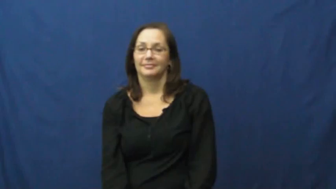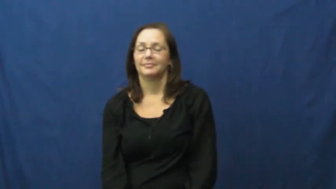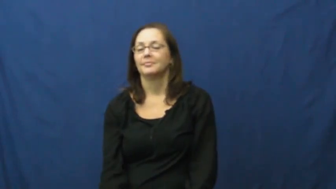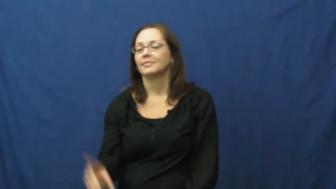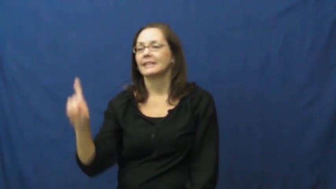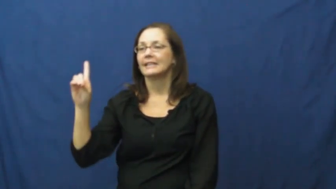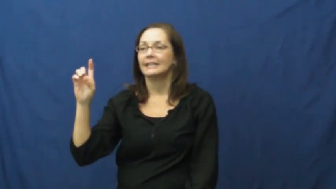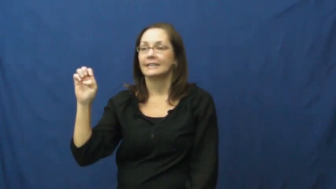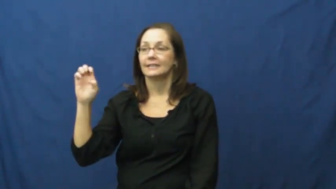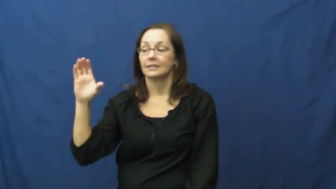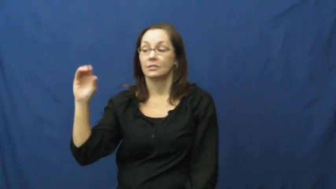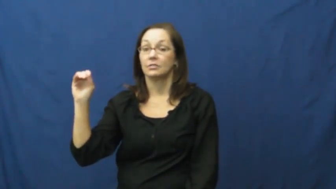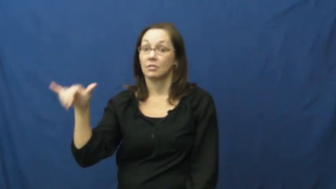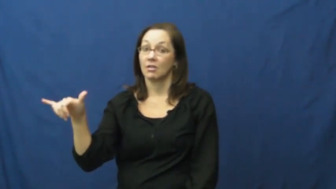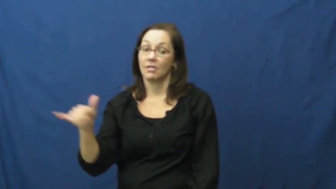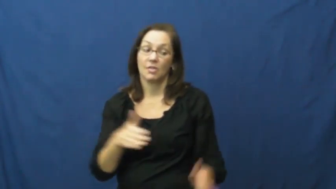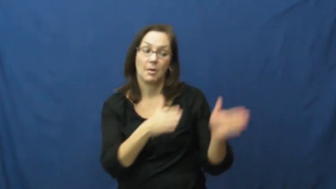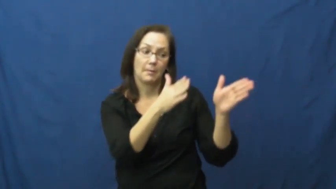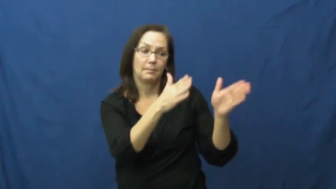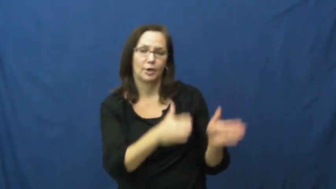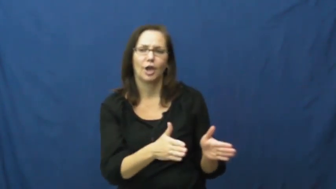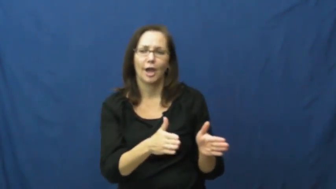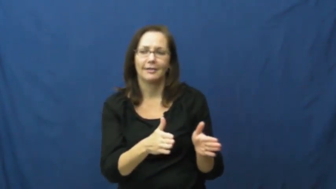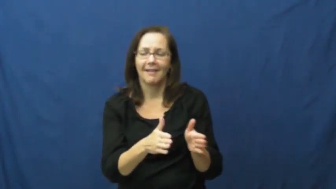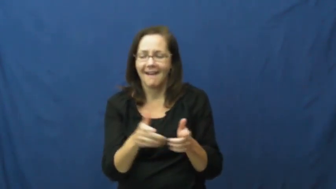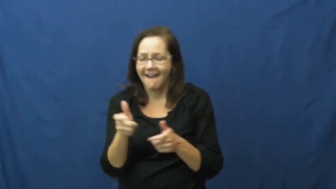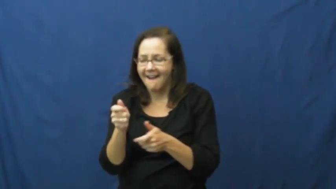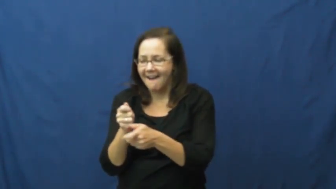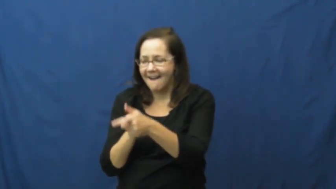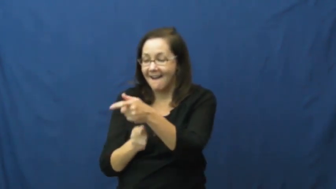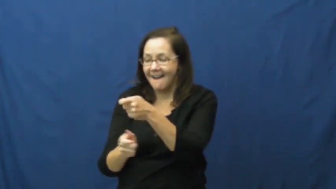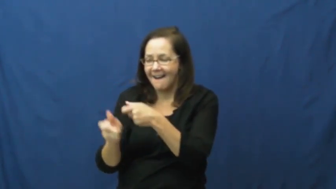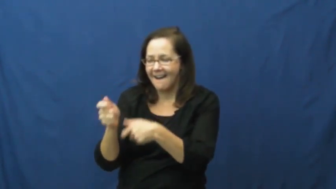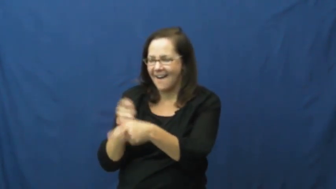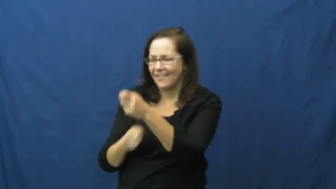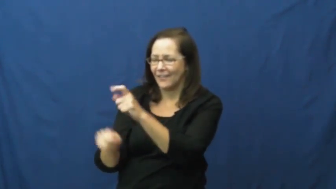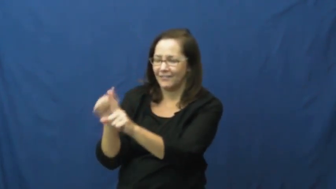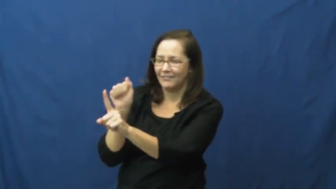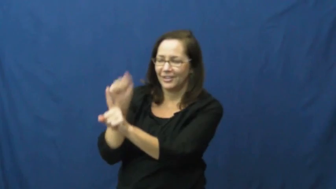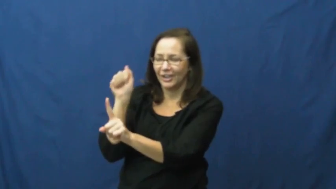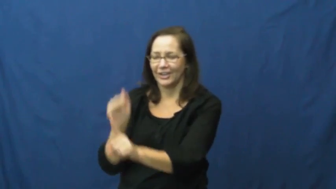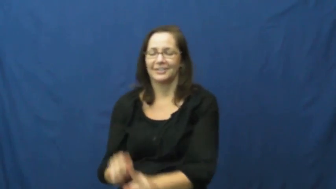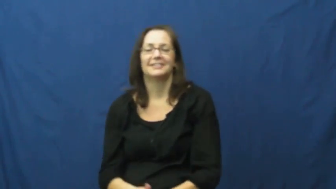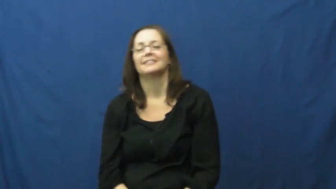decoy-verb